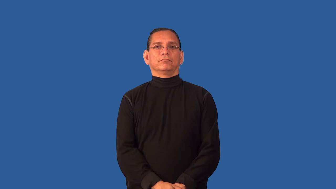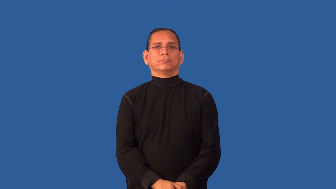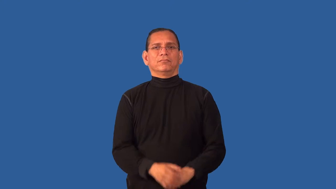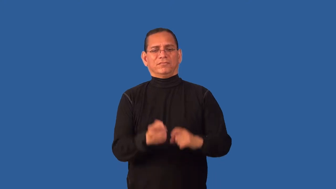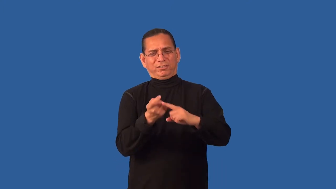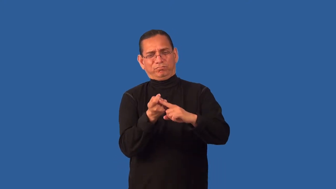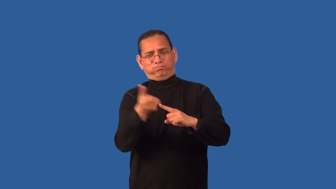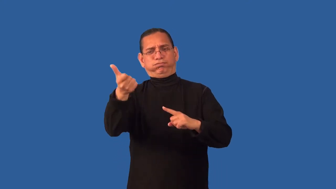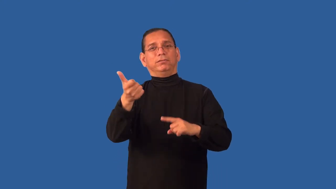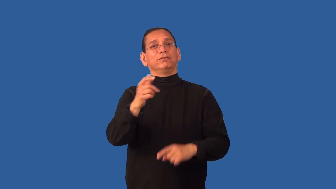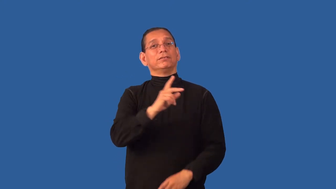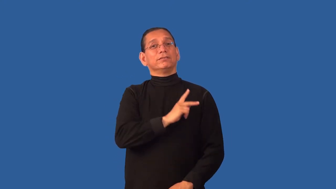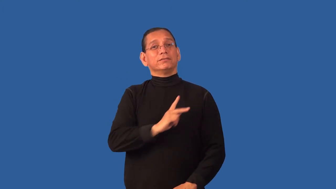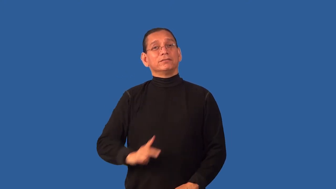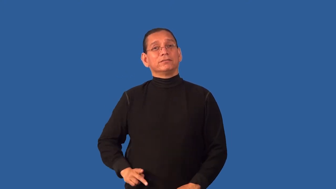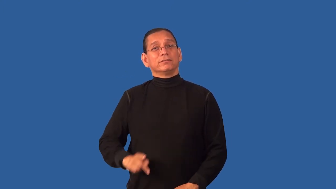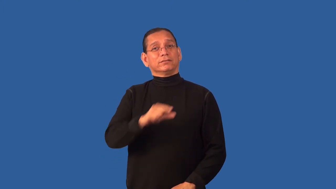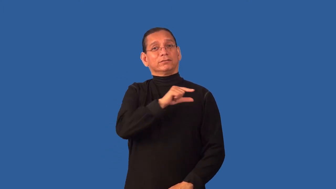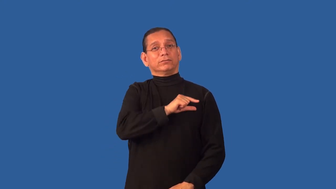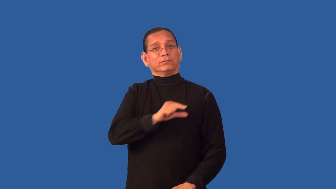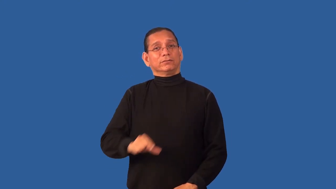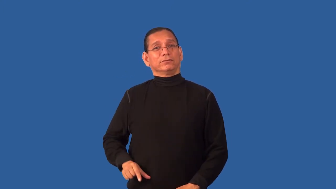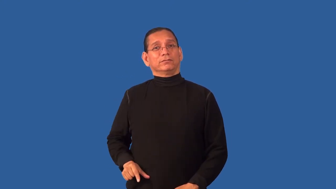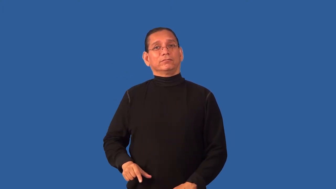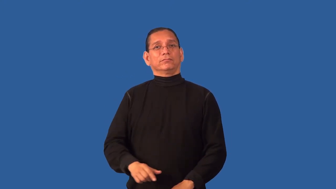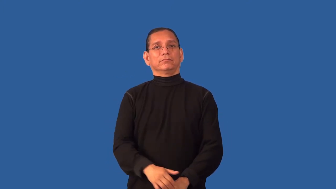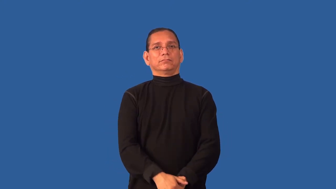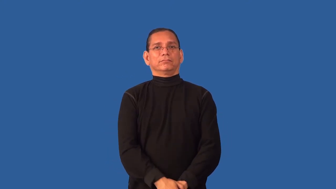dethrone-royalty